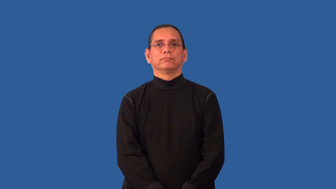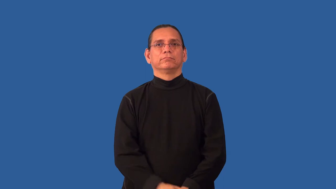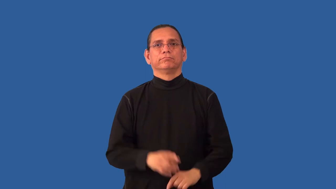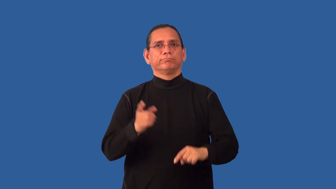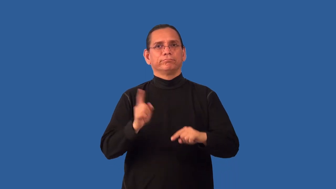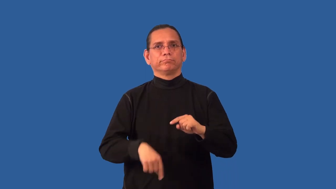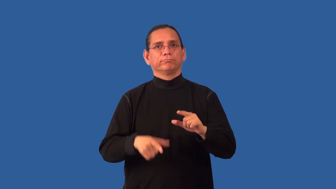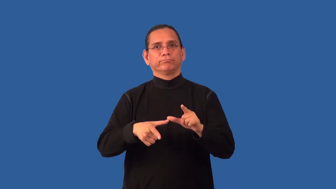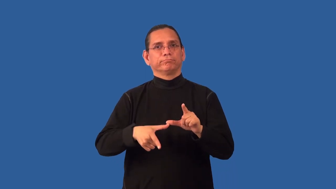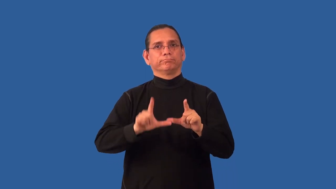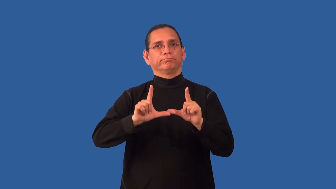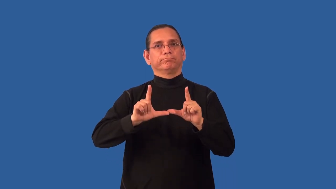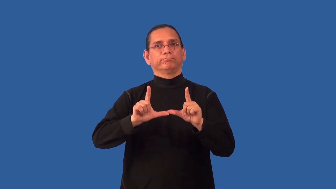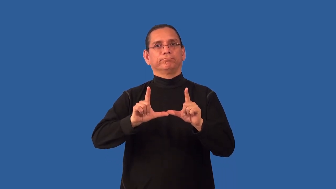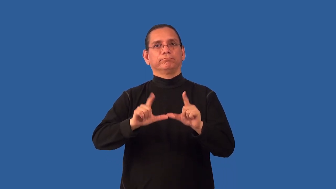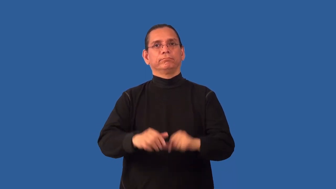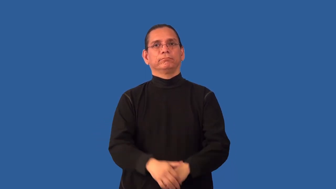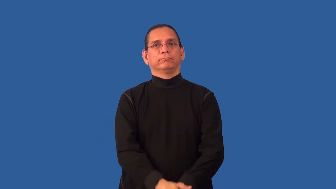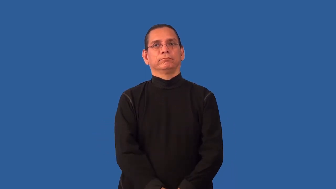nonrenewable-can't renew